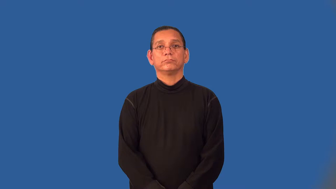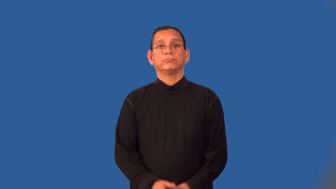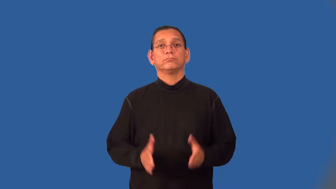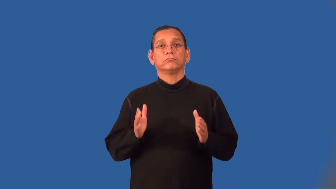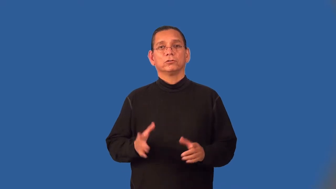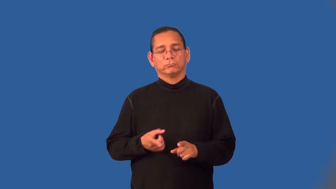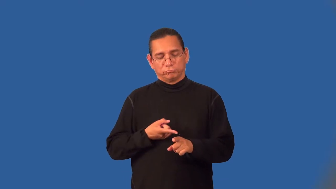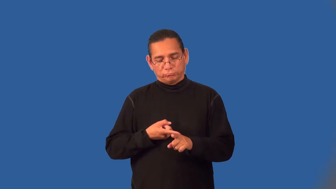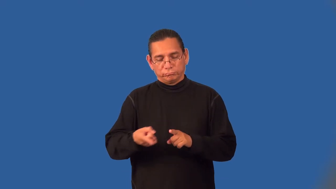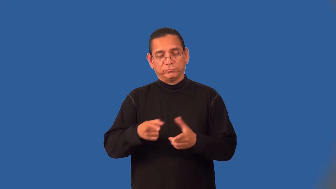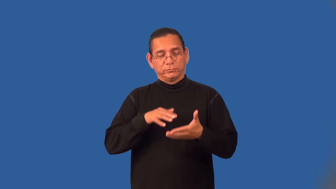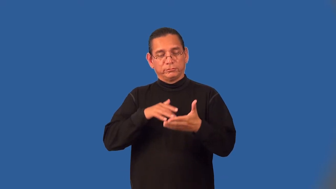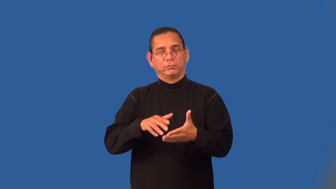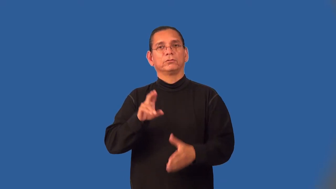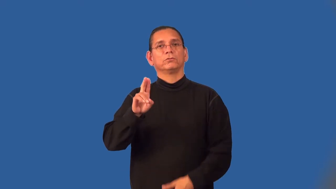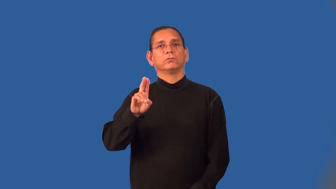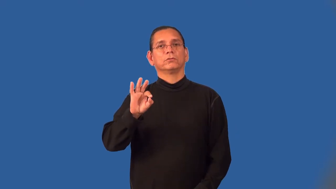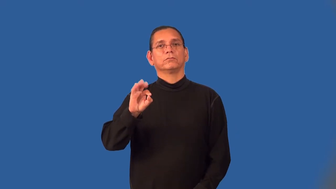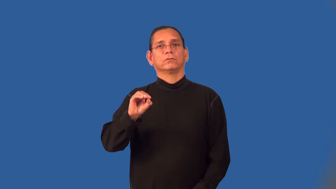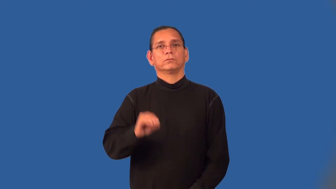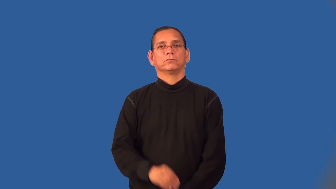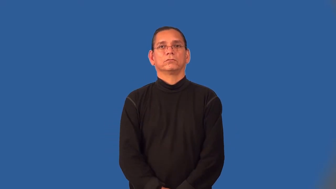ufologist